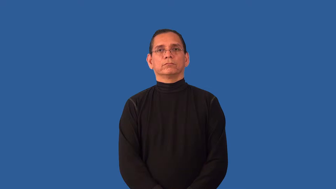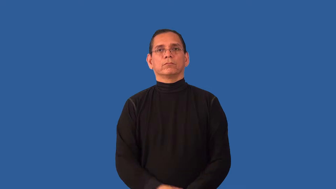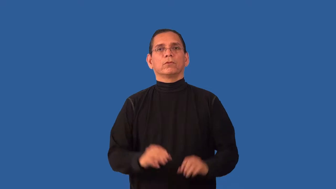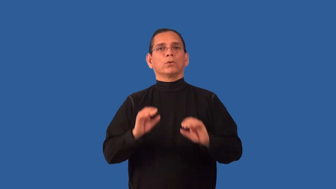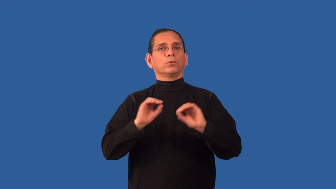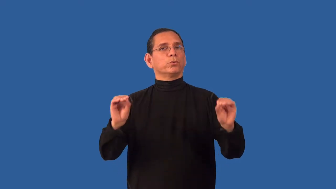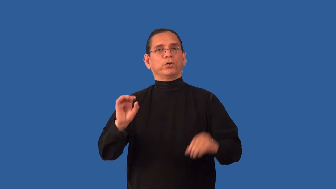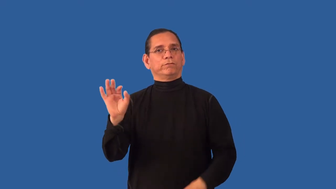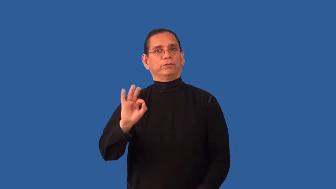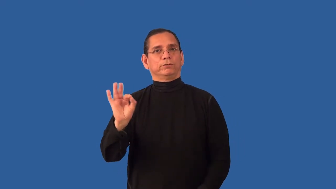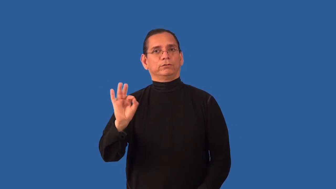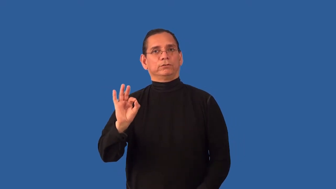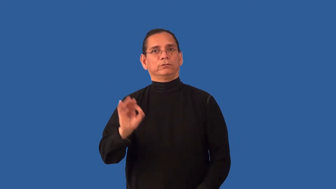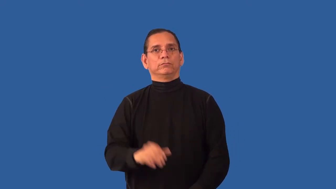unfurnished